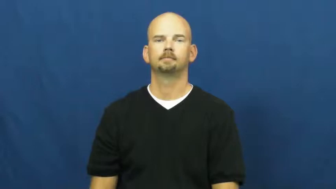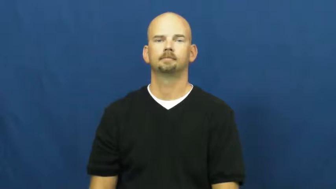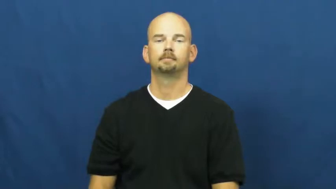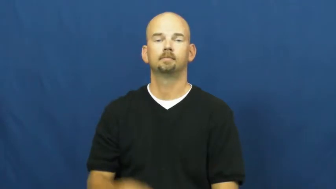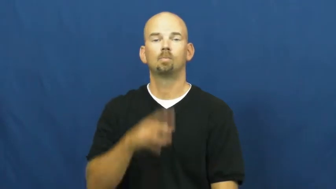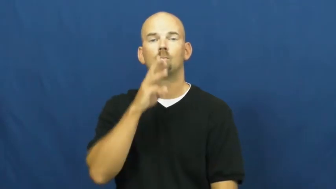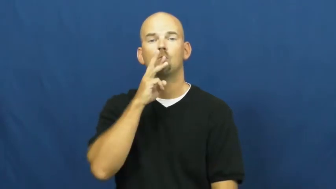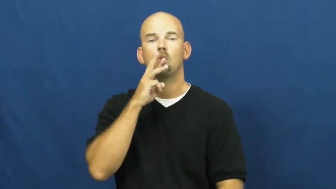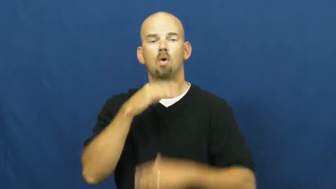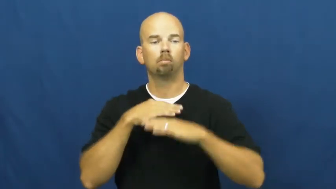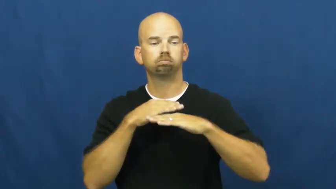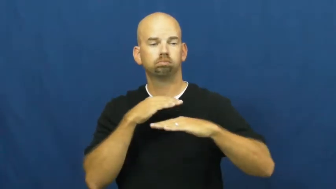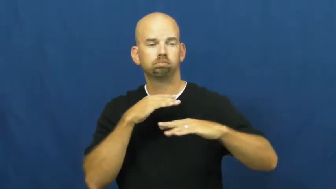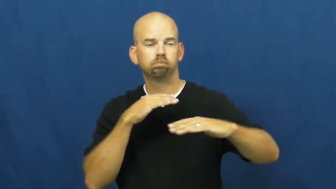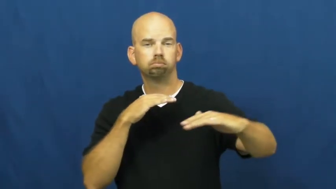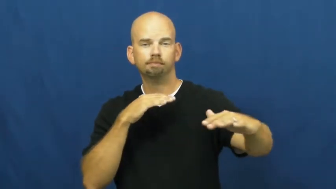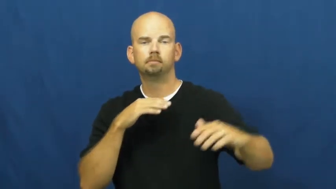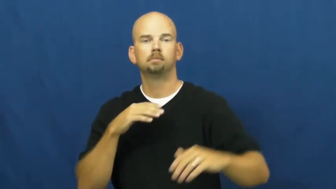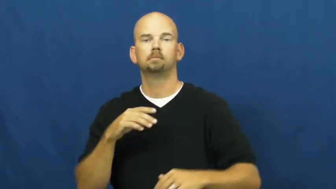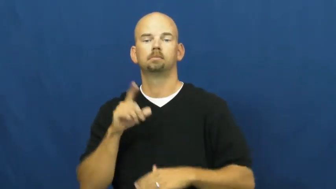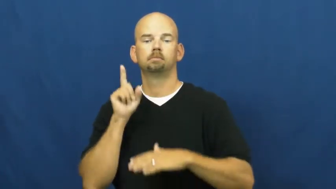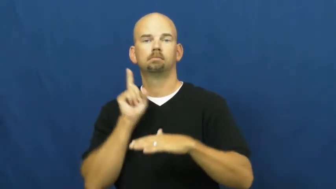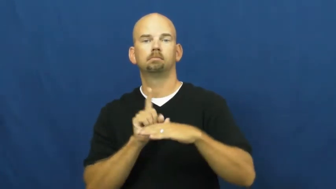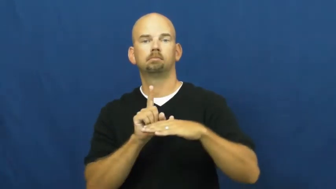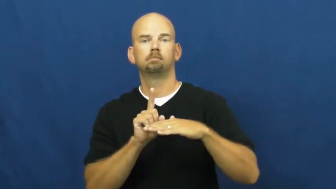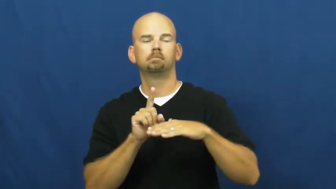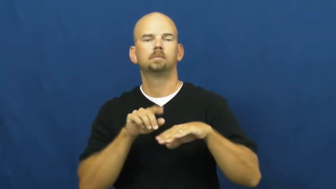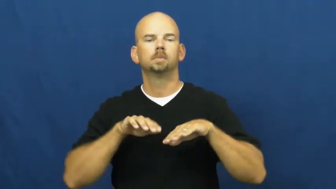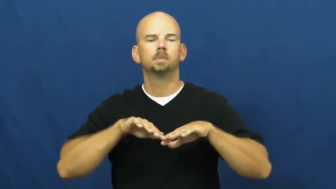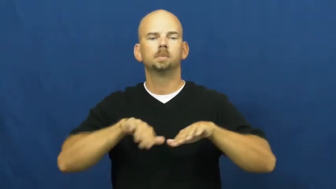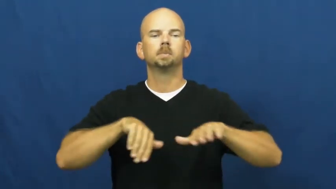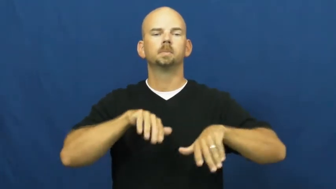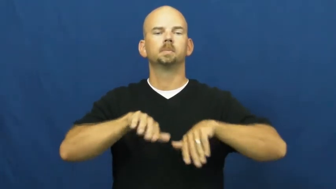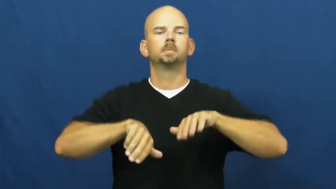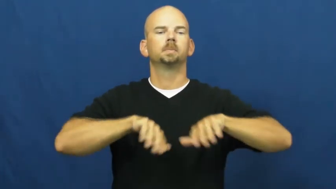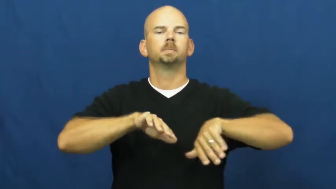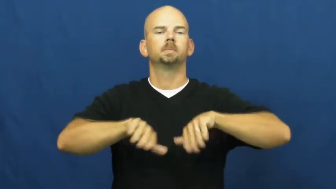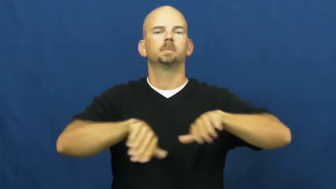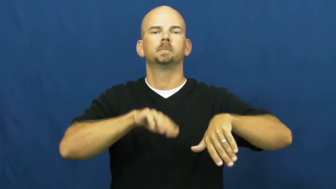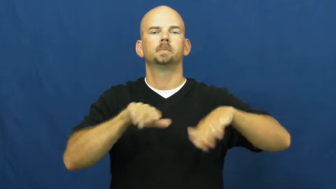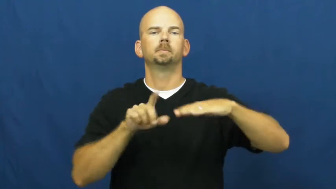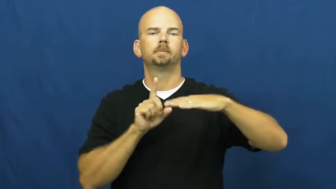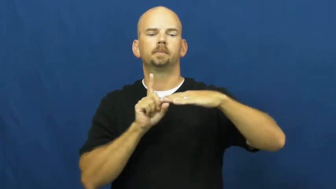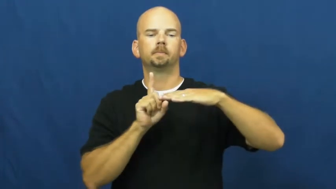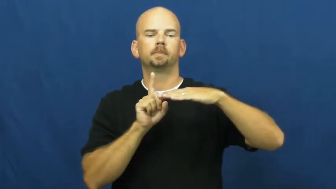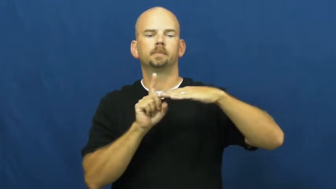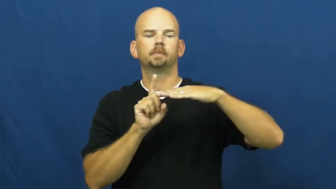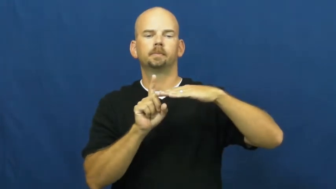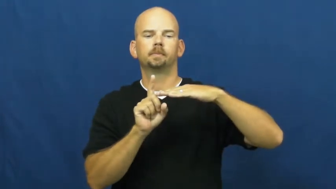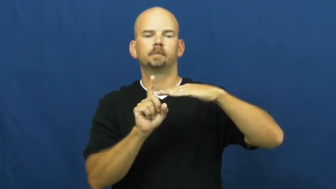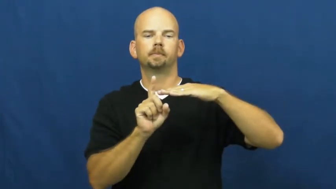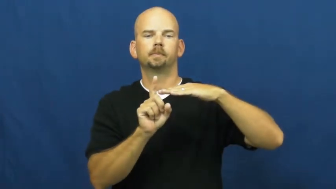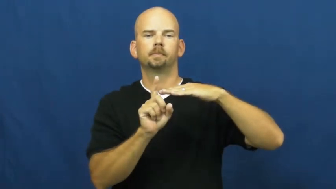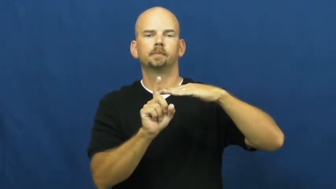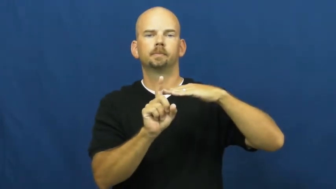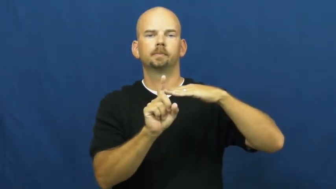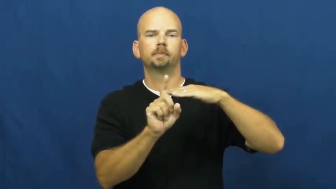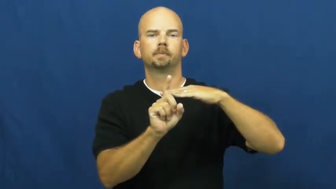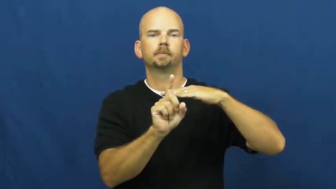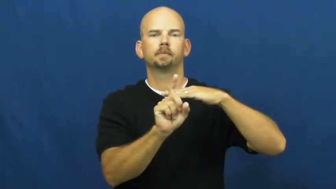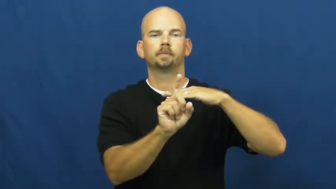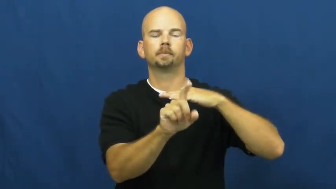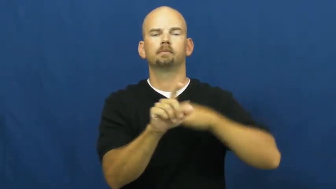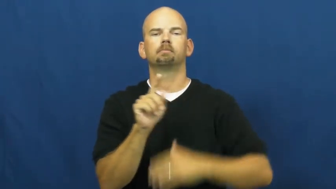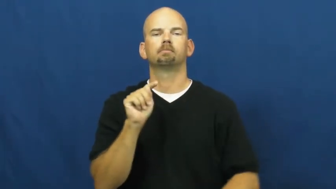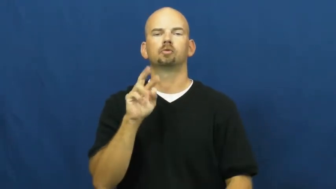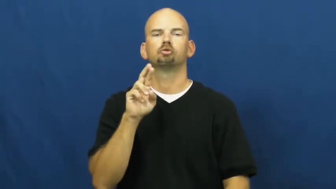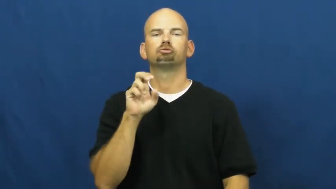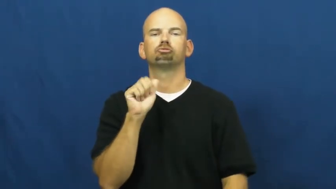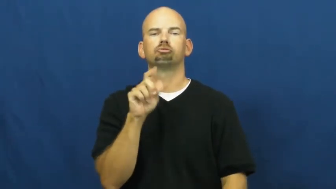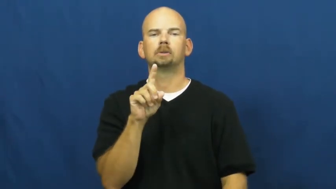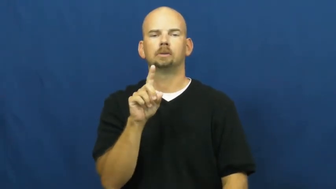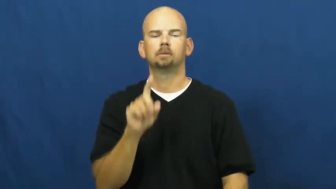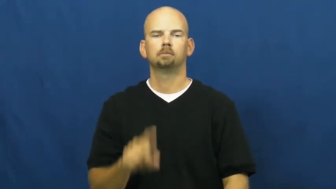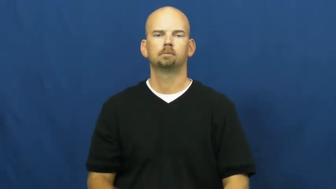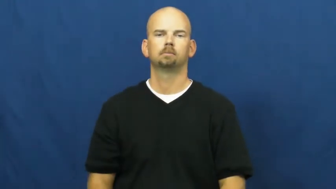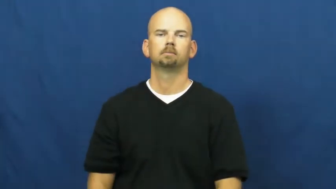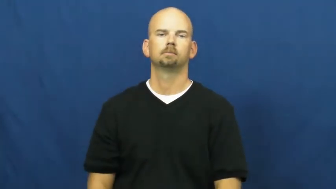tread-water